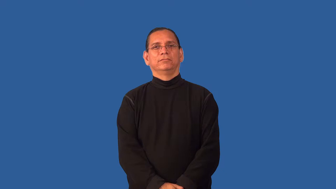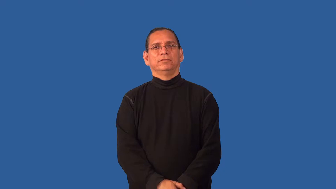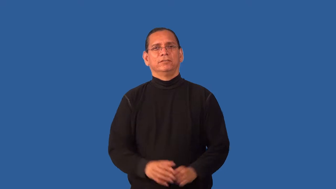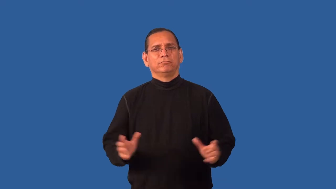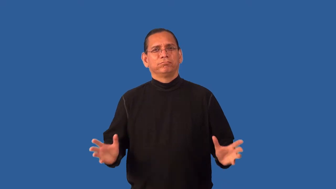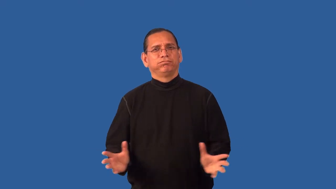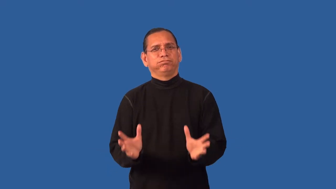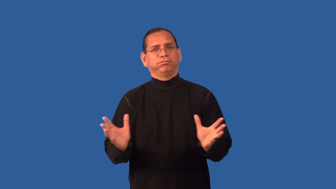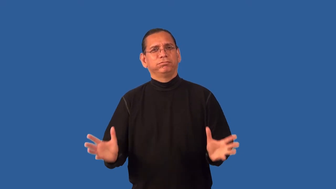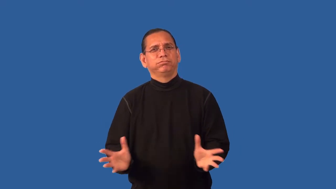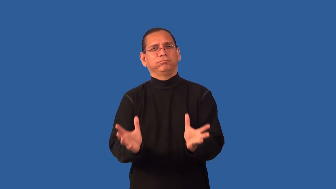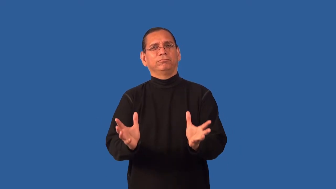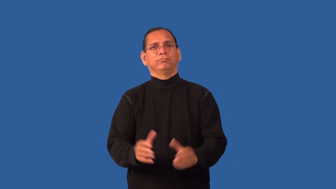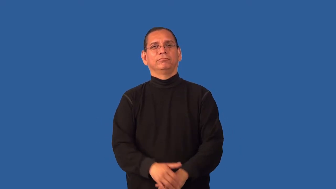enable